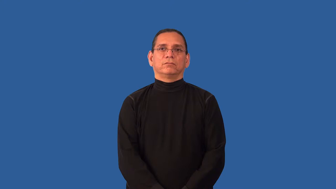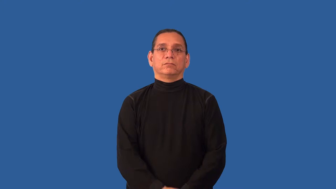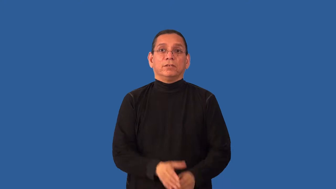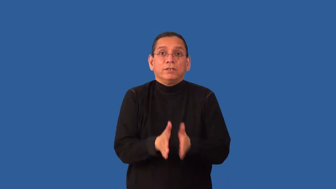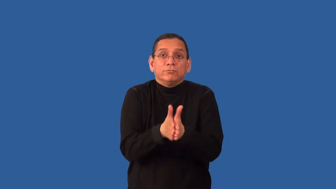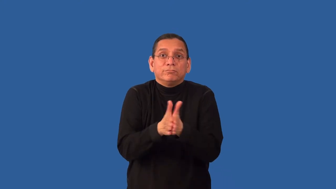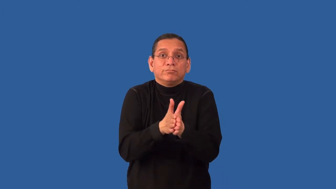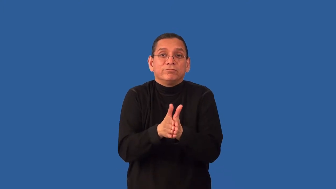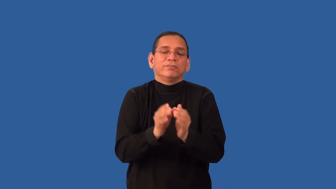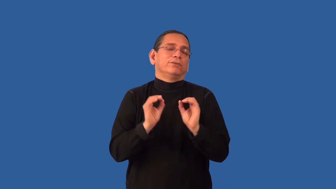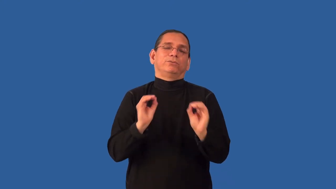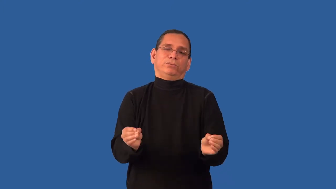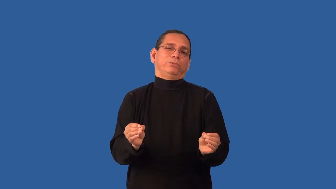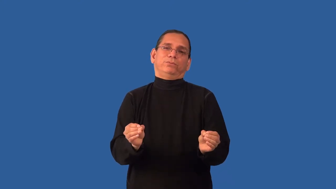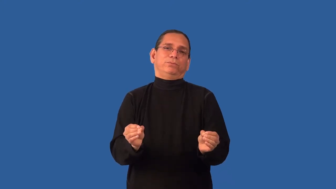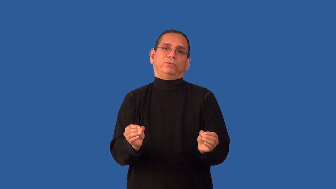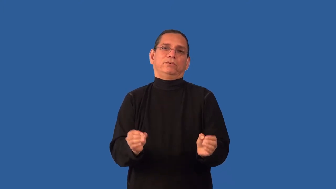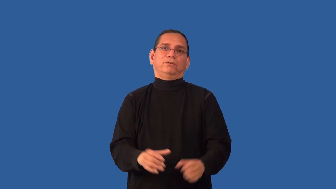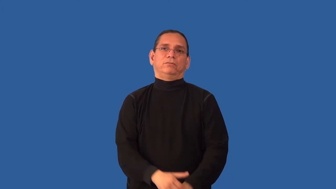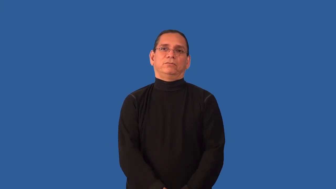disincentive